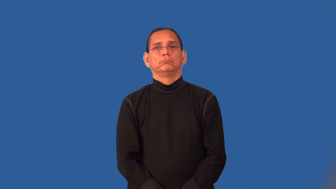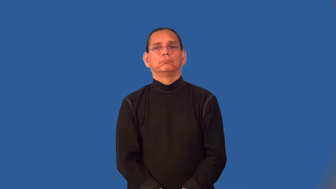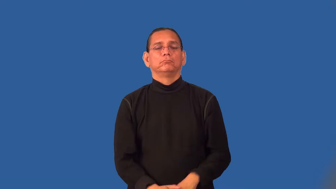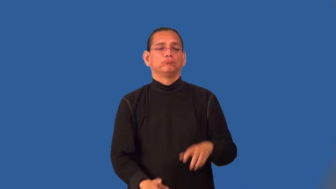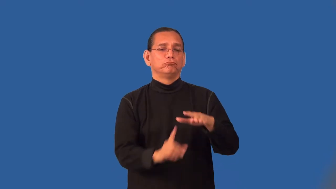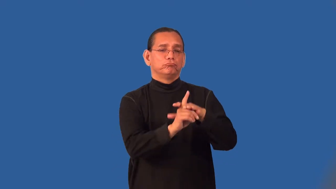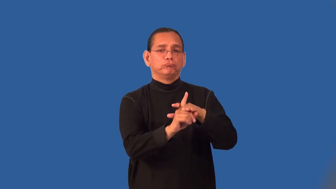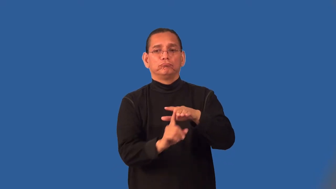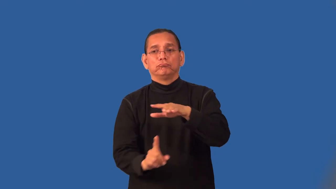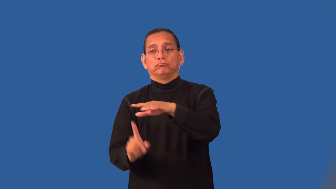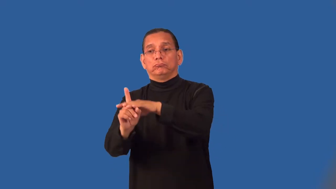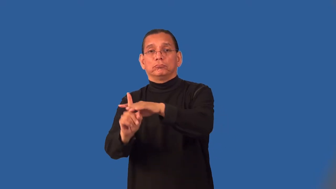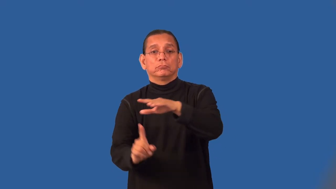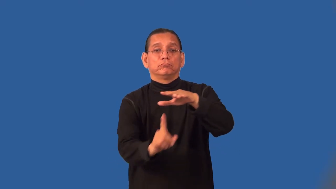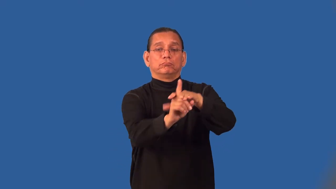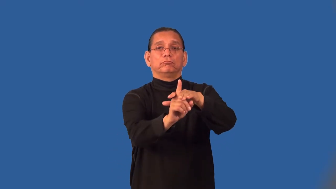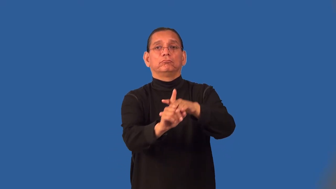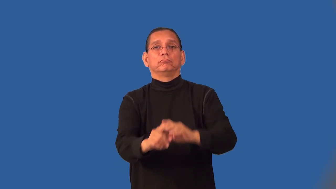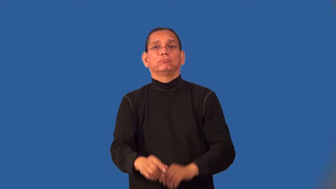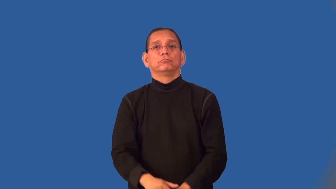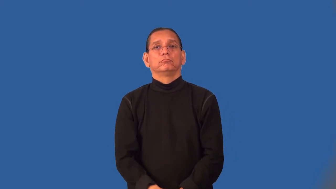patchy